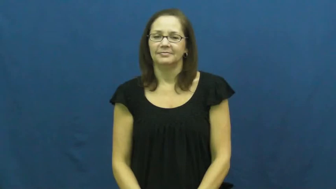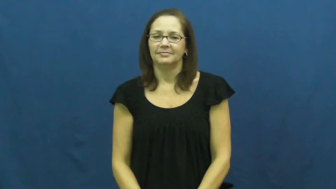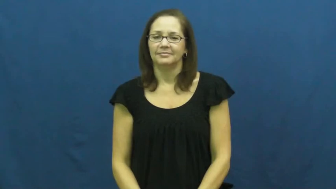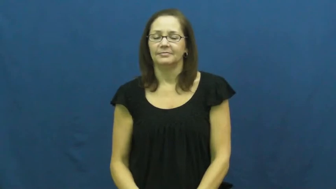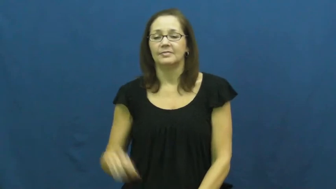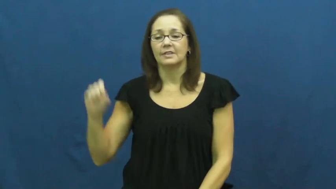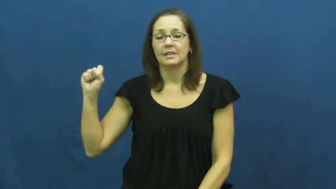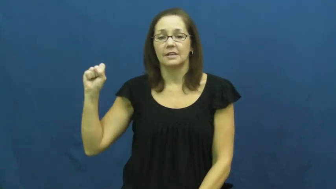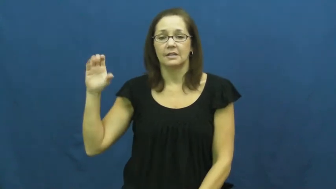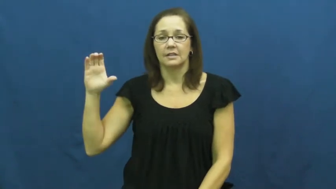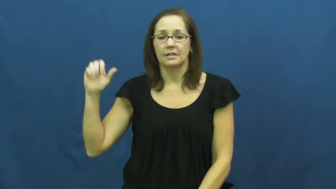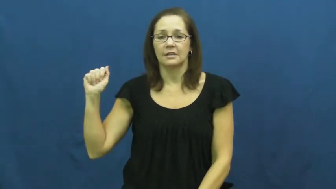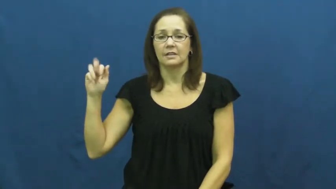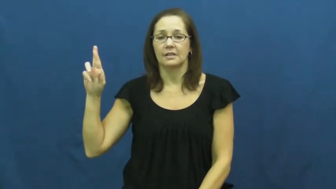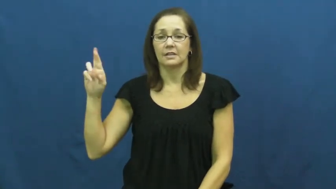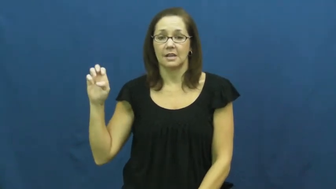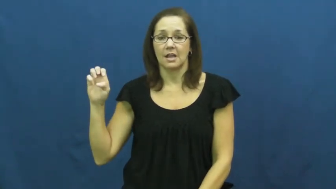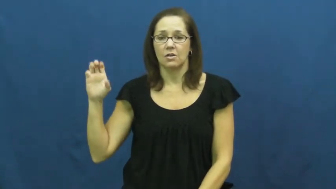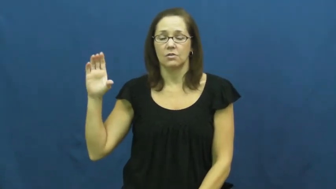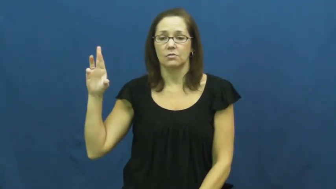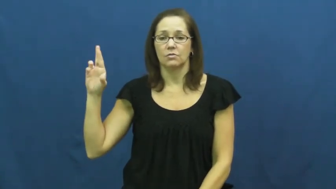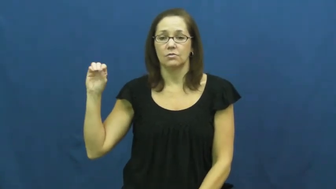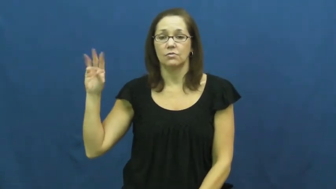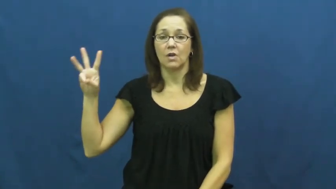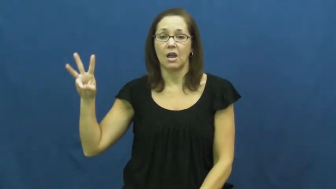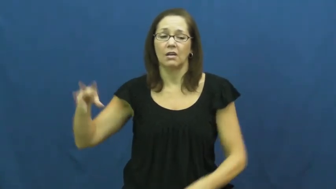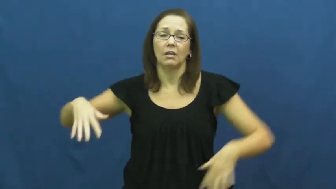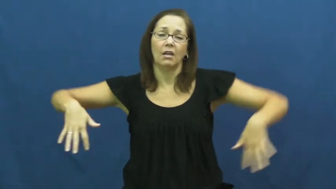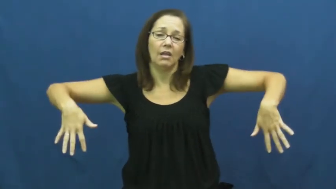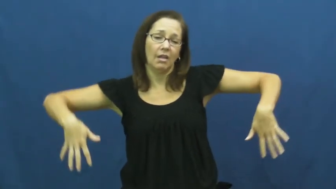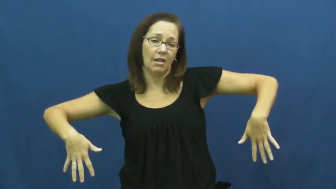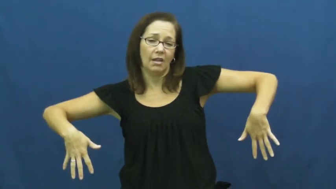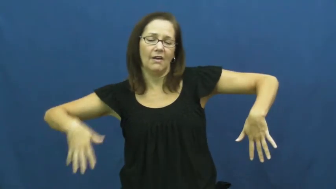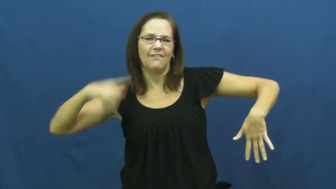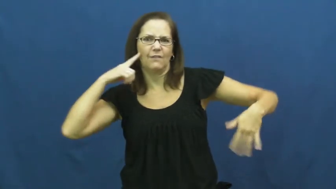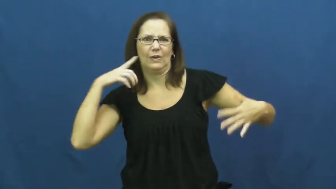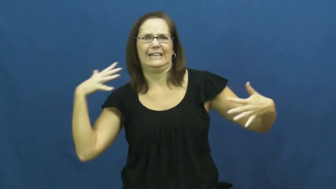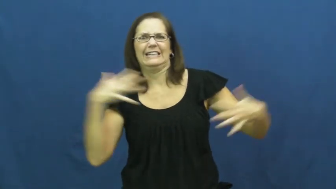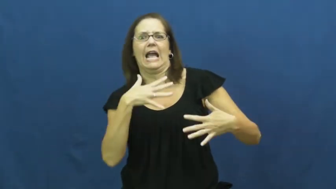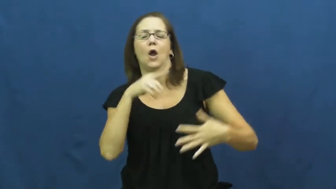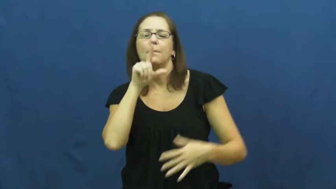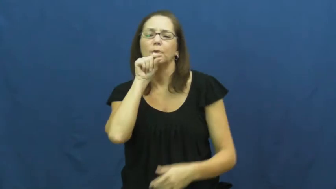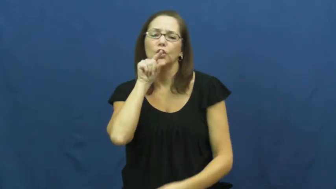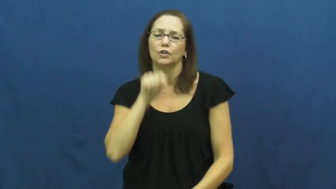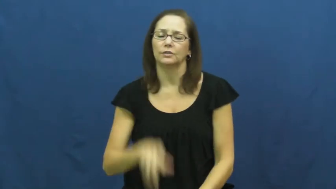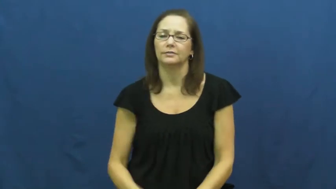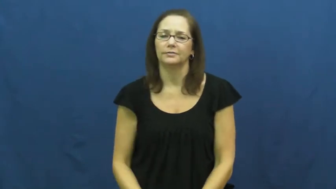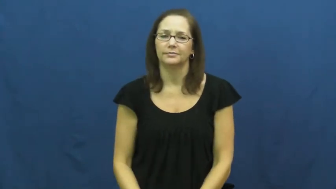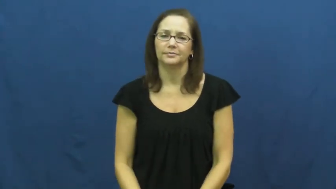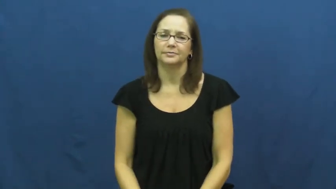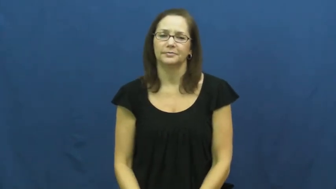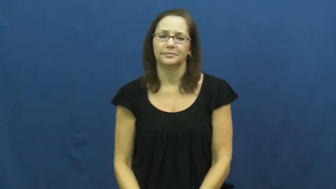scarecrow